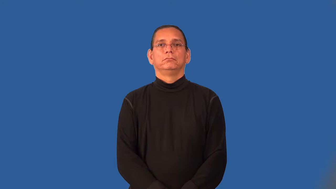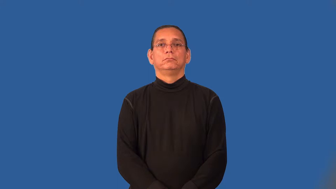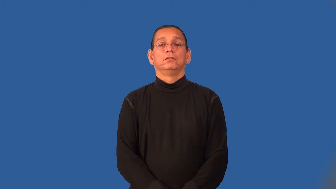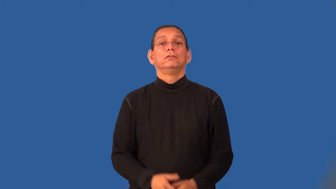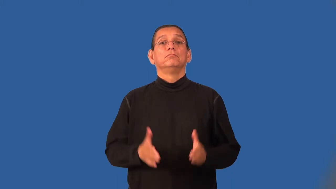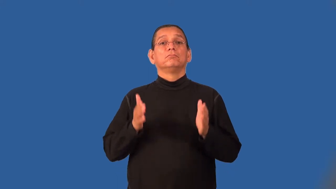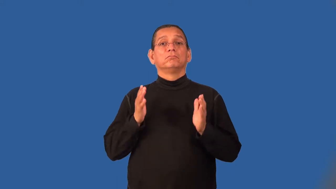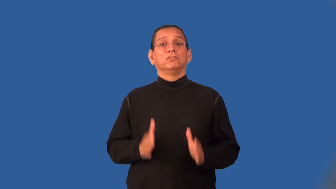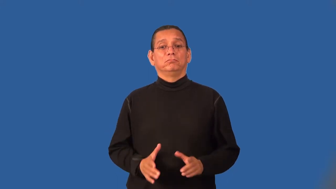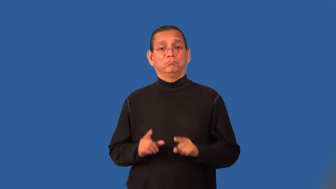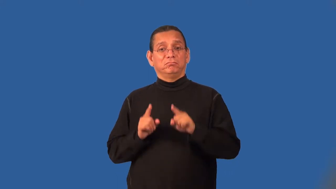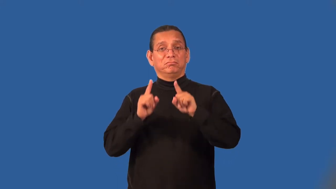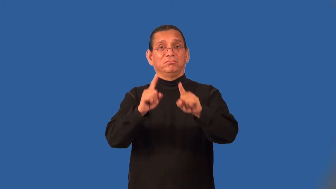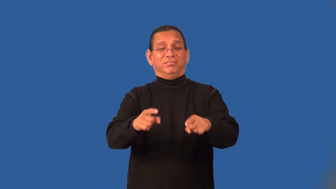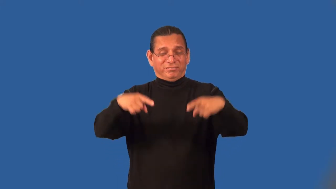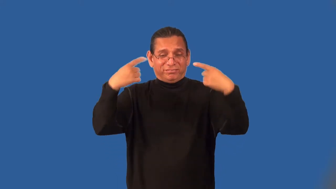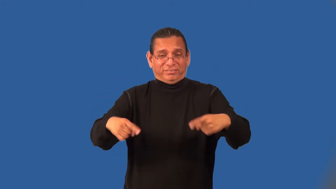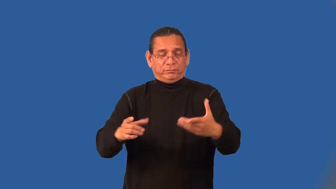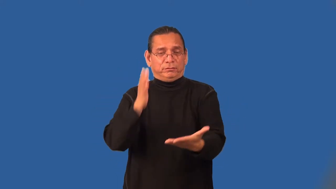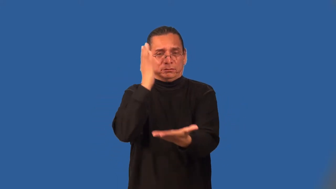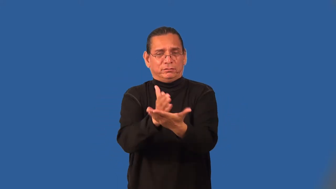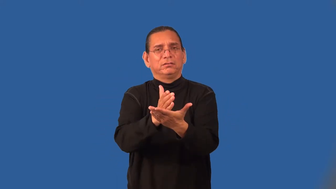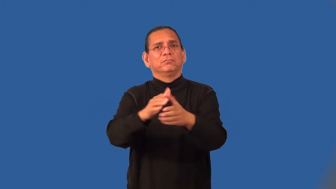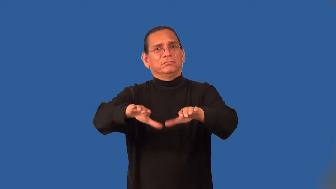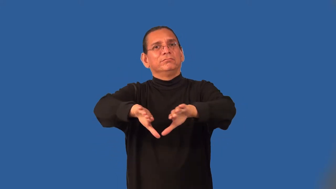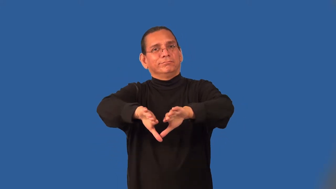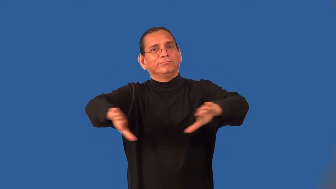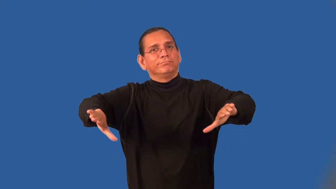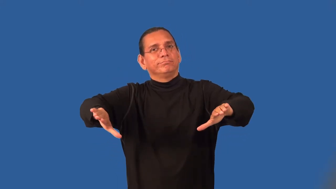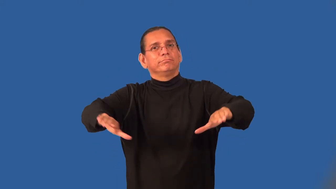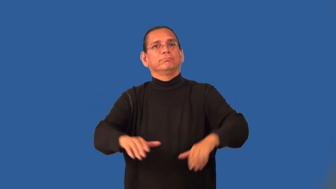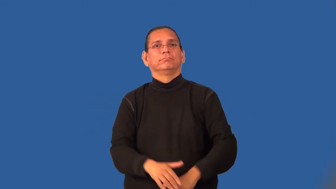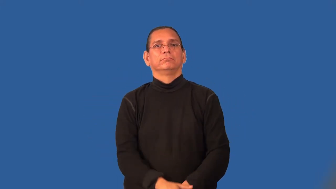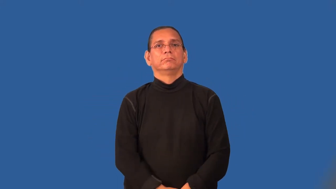peacemaker